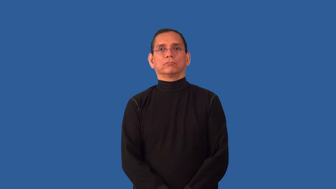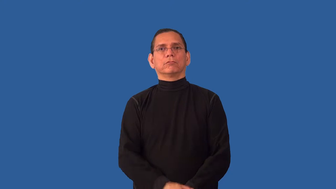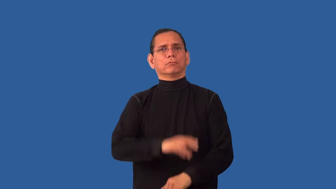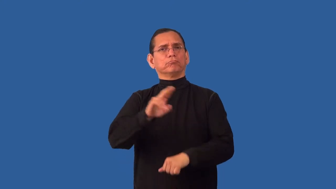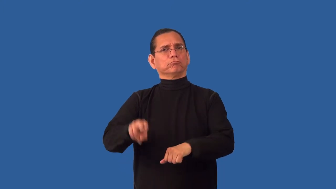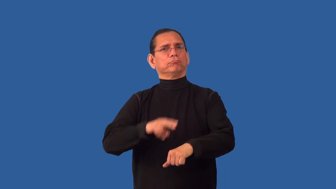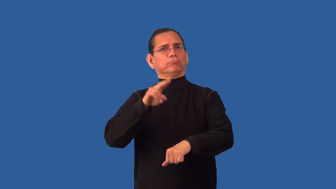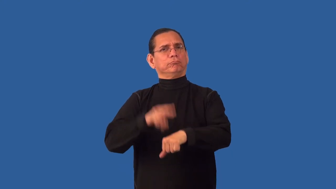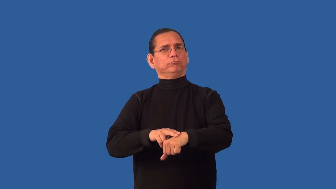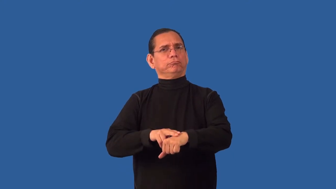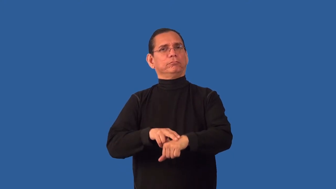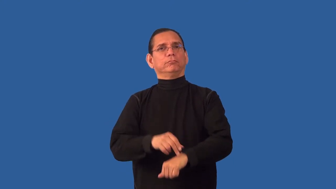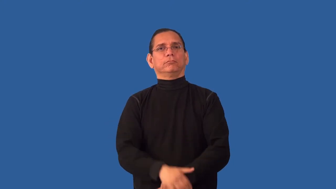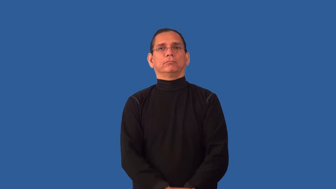unconditioned,unrefined,organic-natural